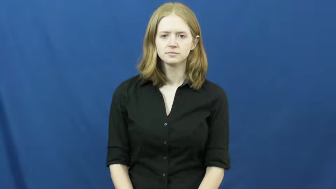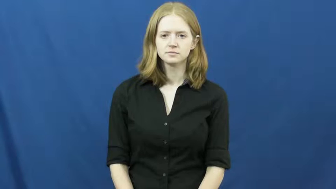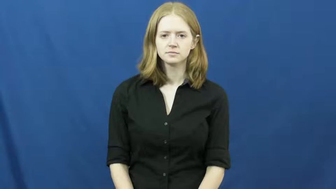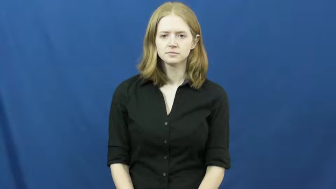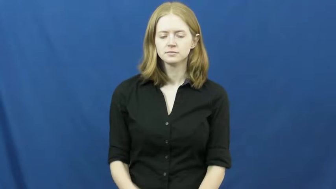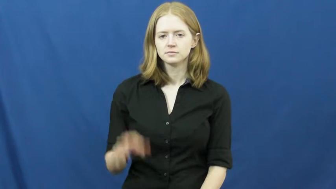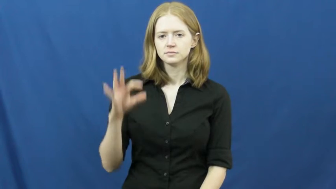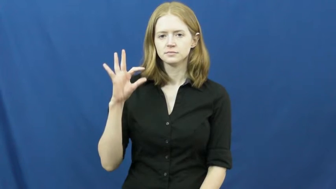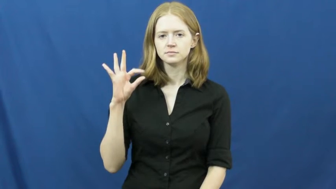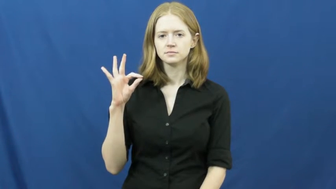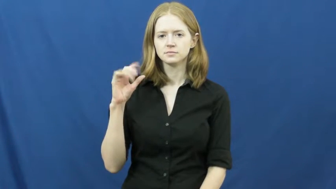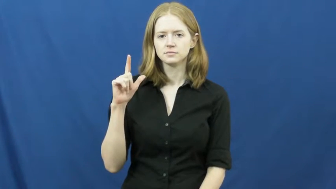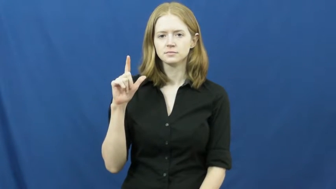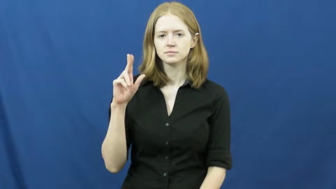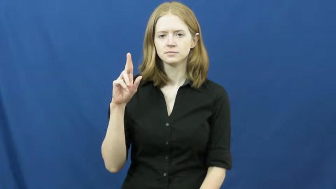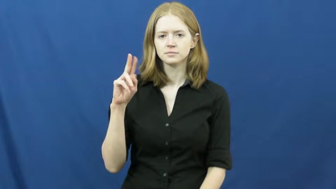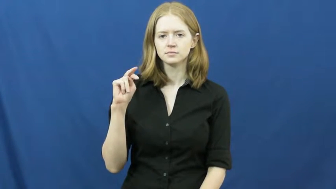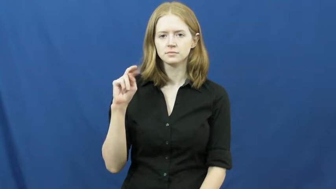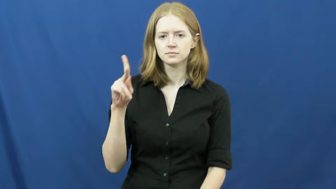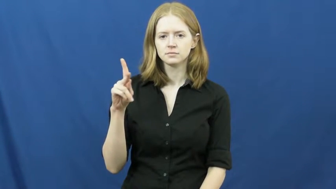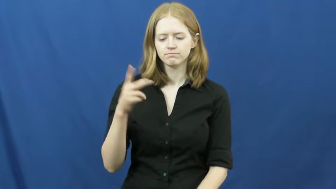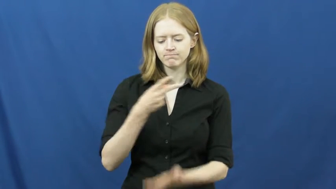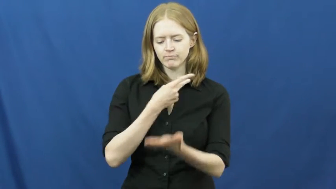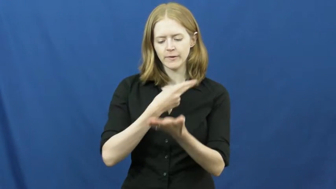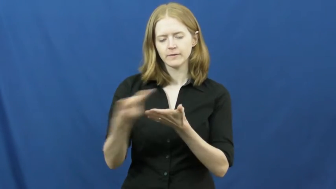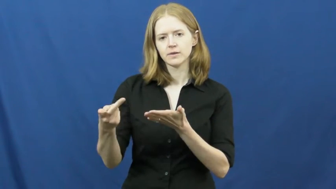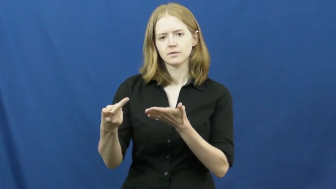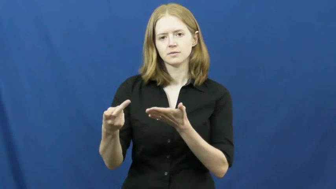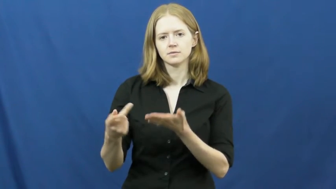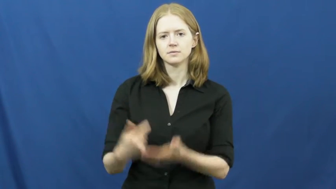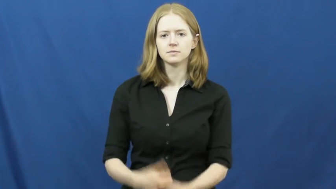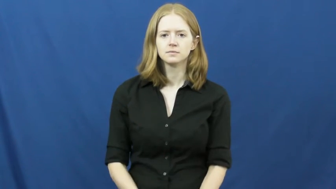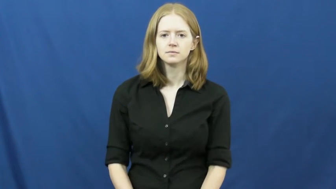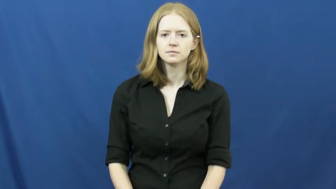flunk